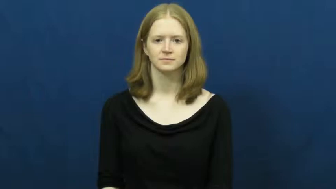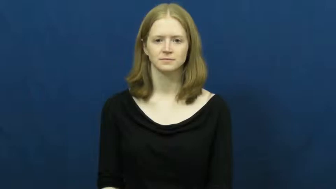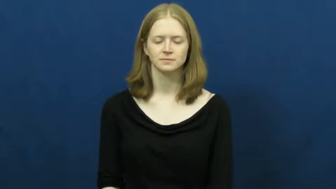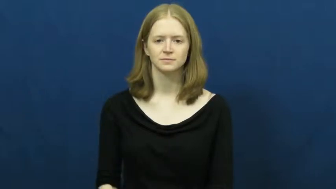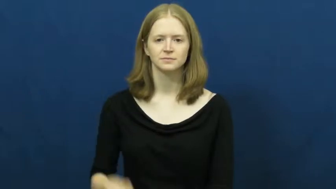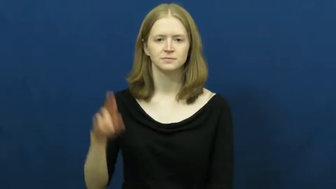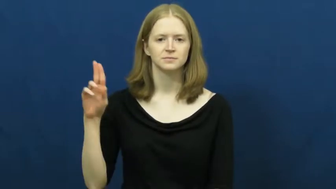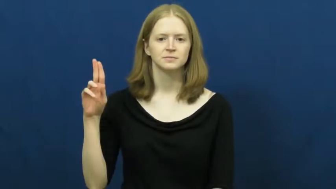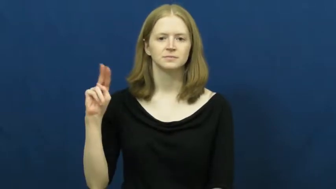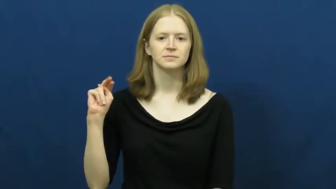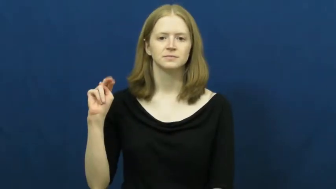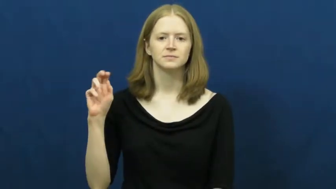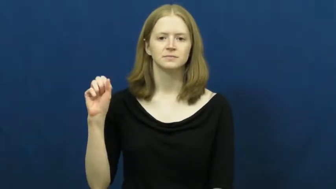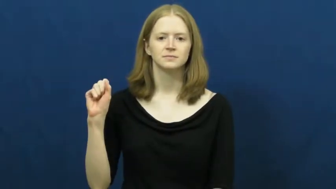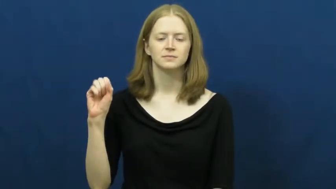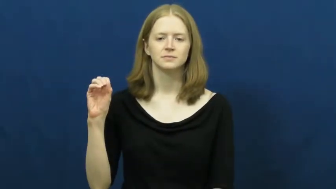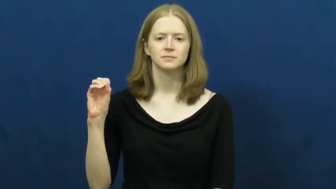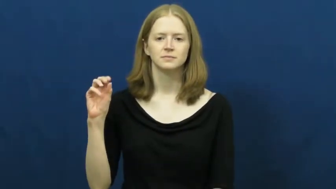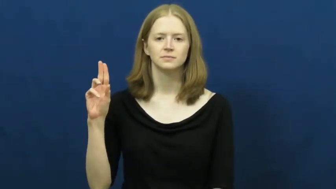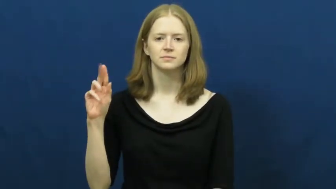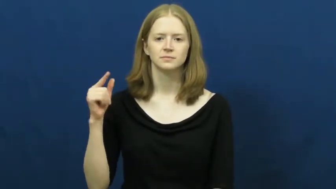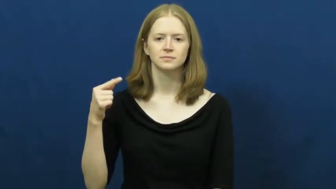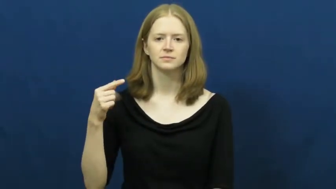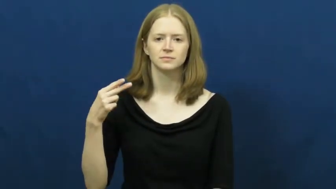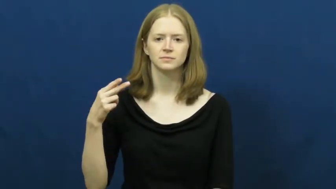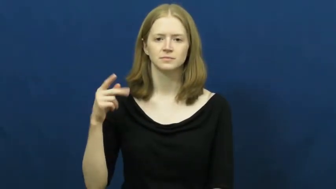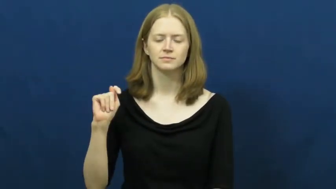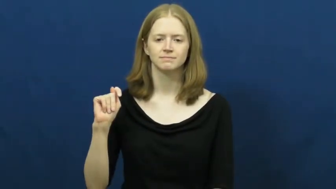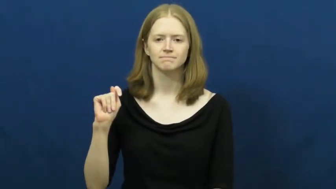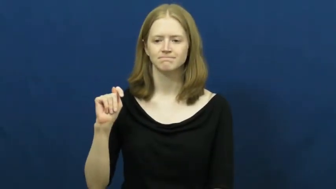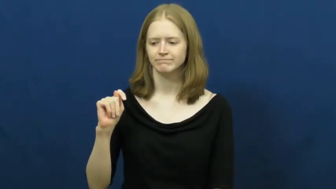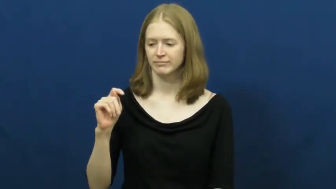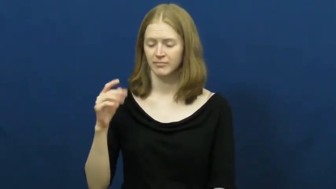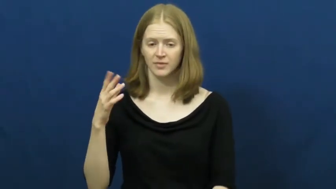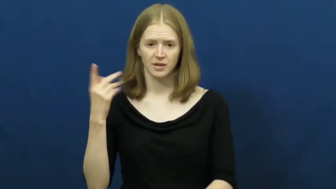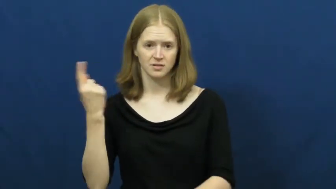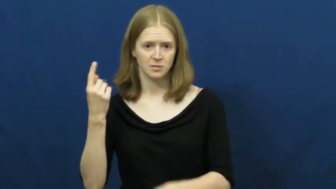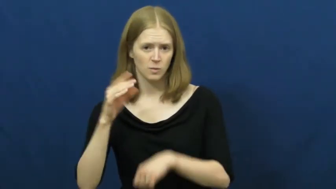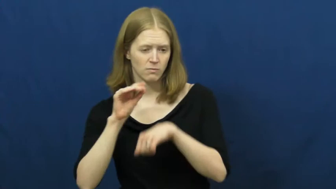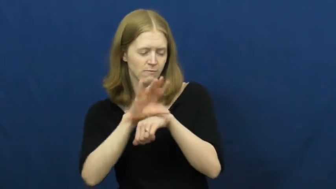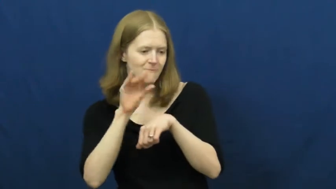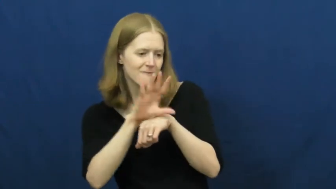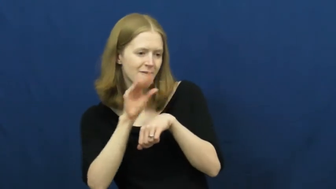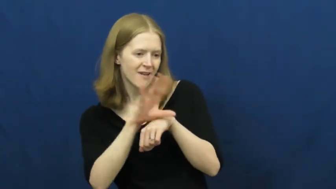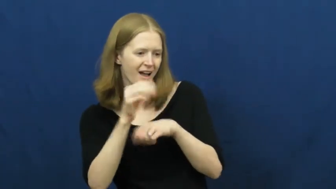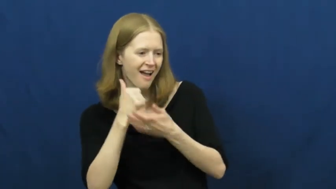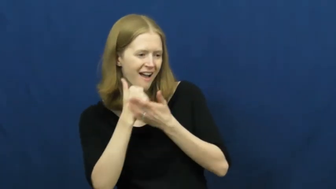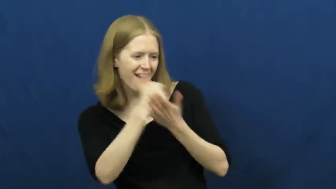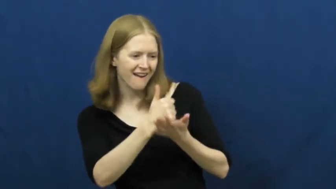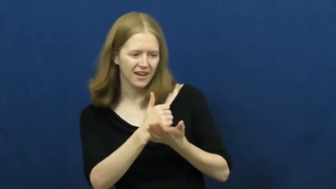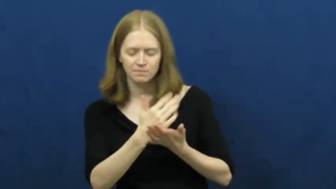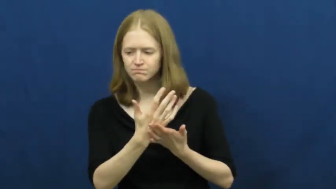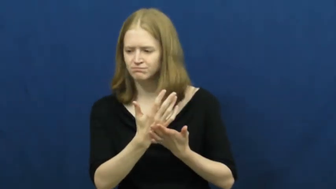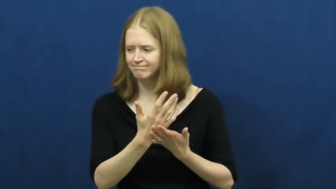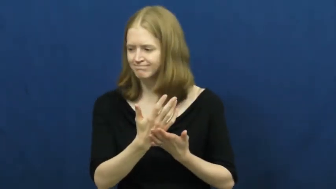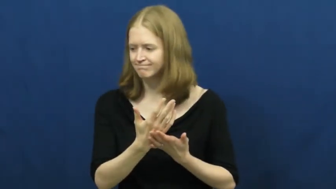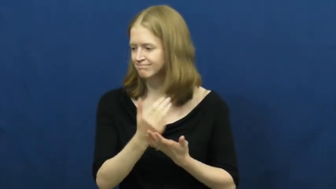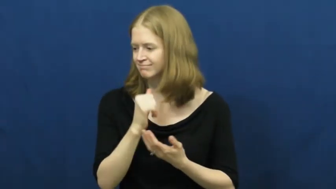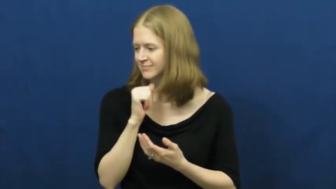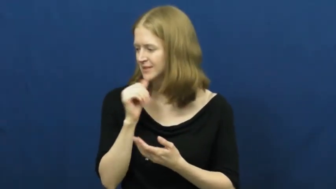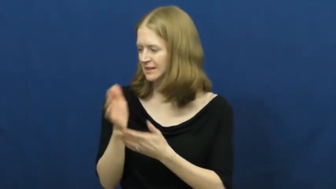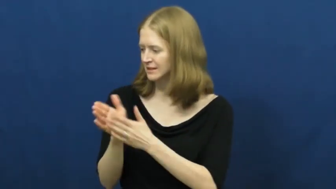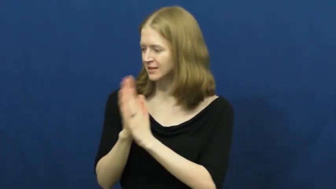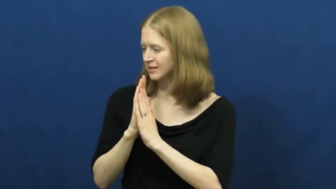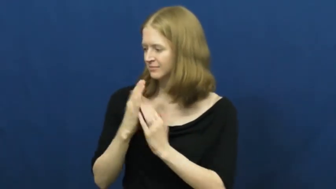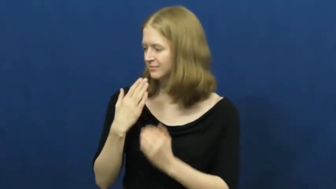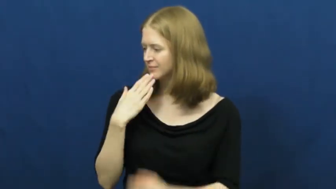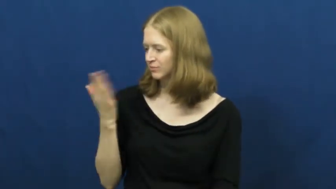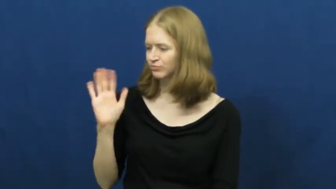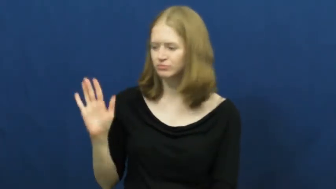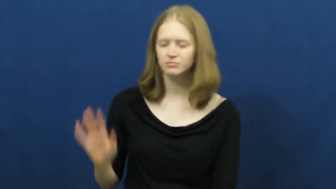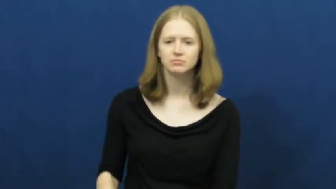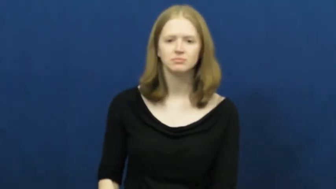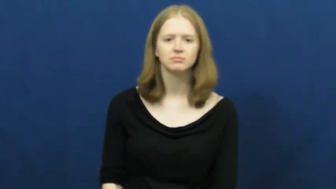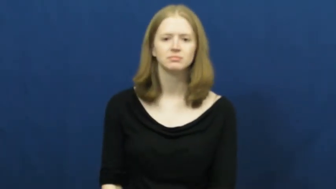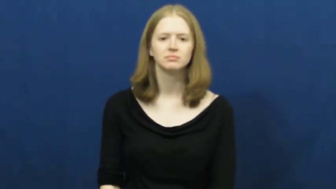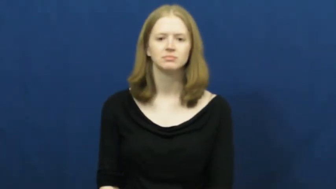unsought